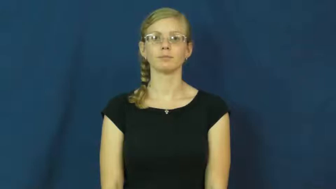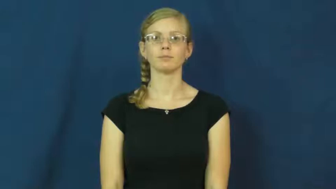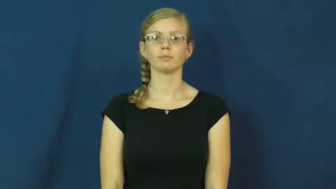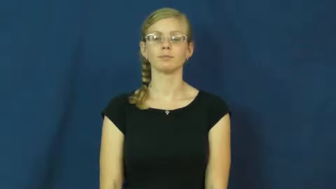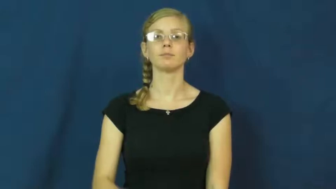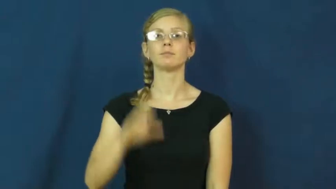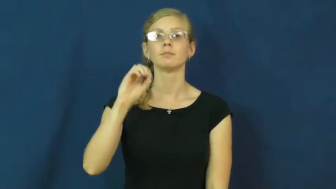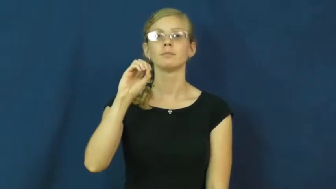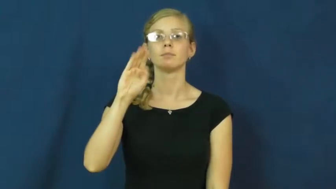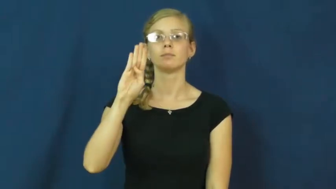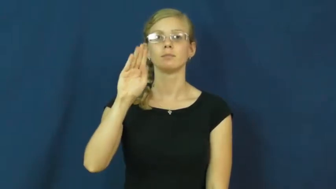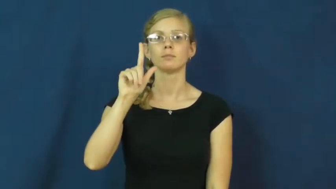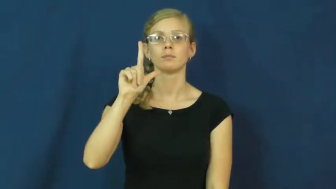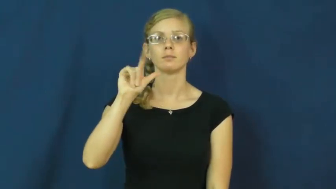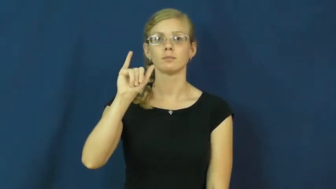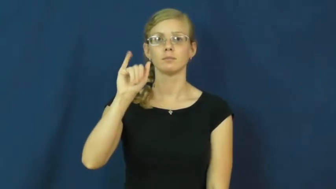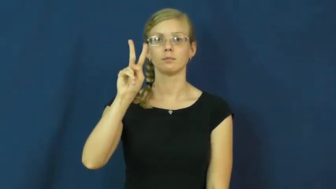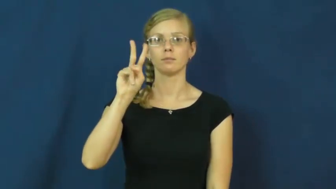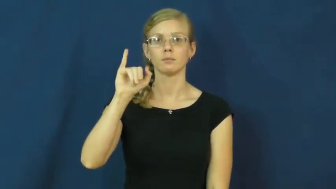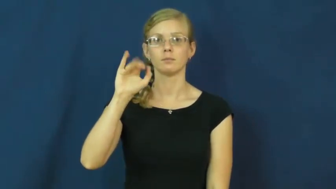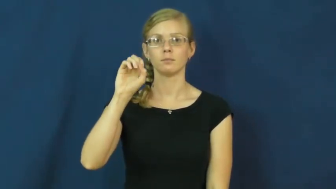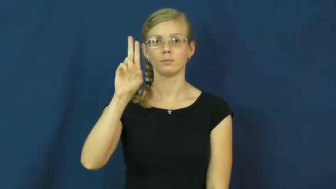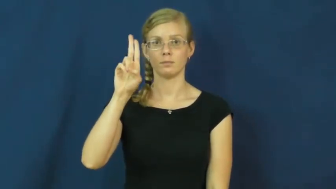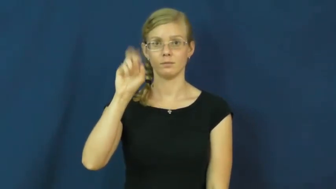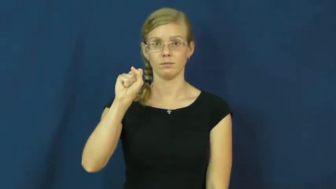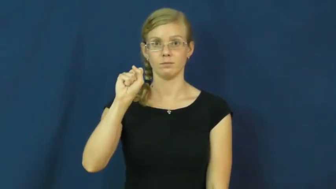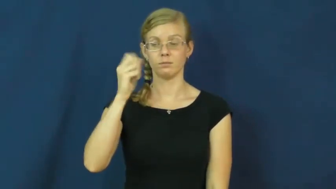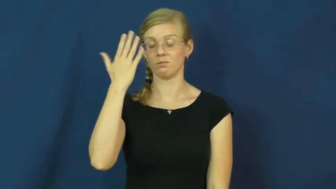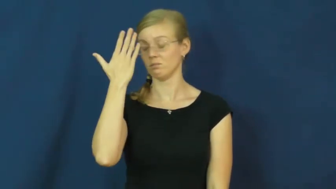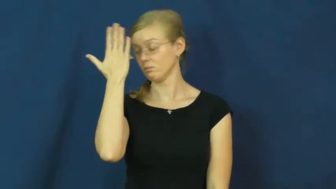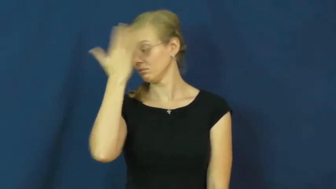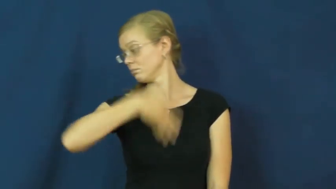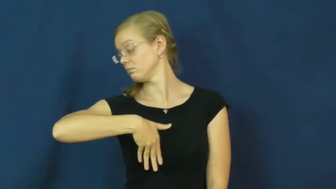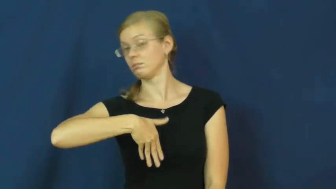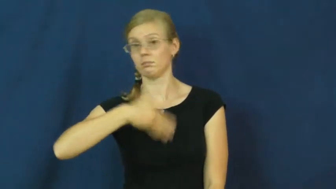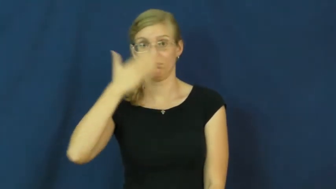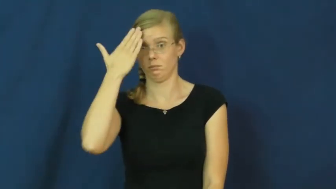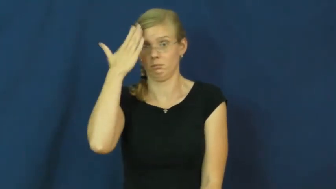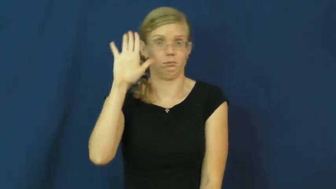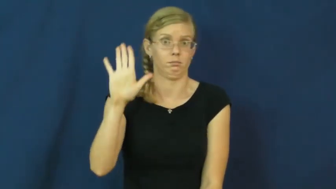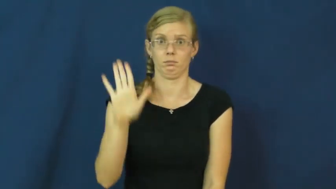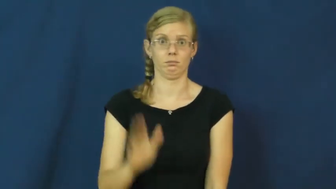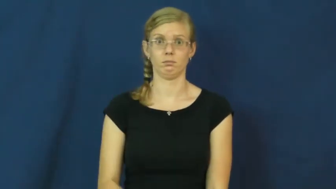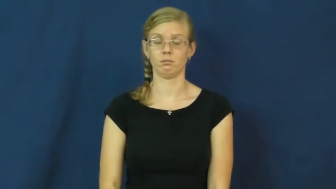oblivious